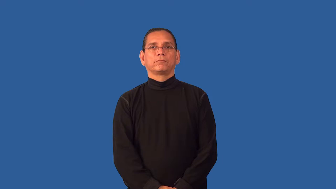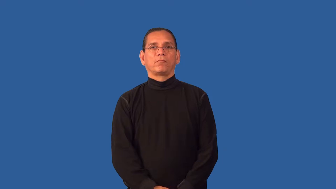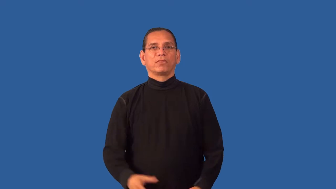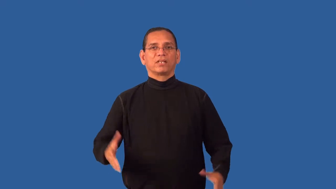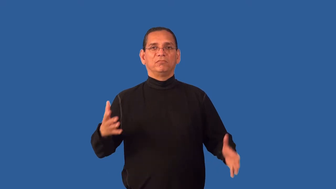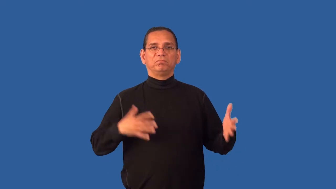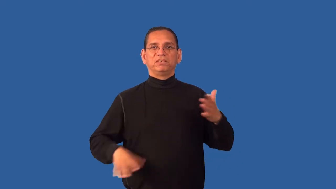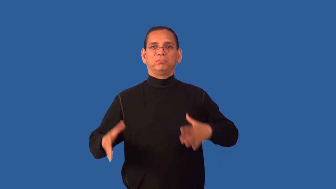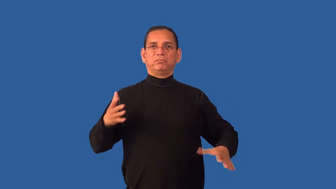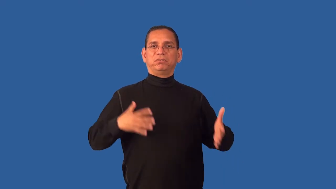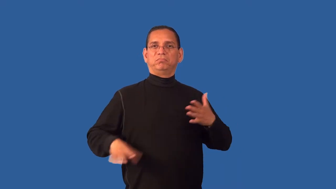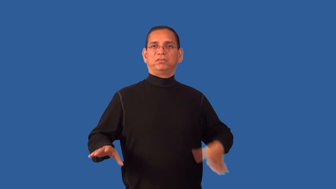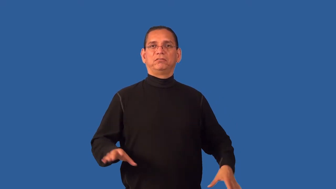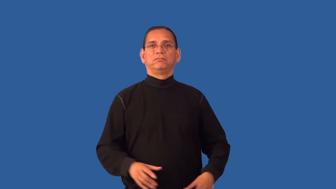flashy